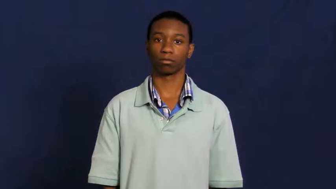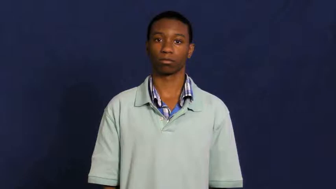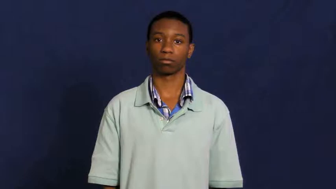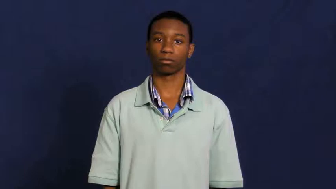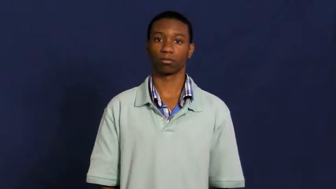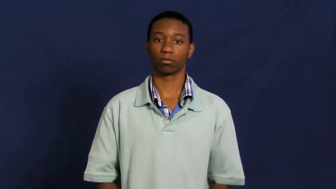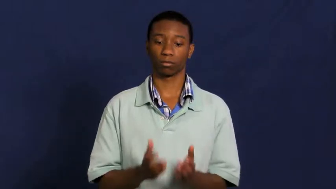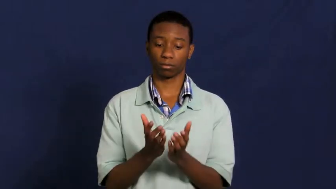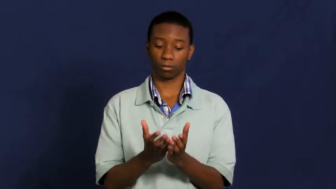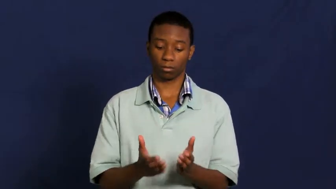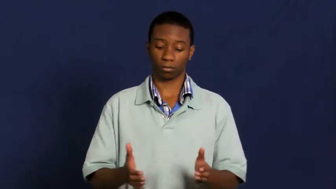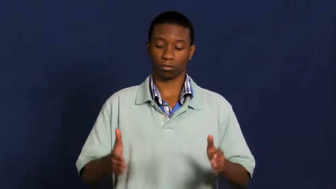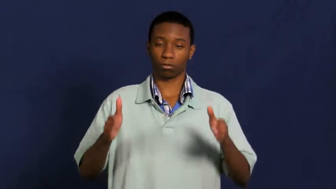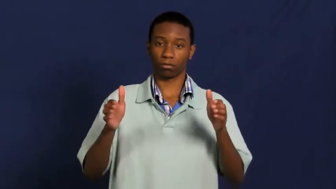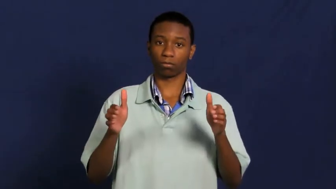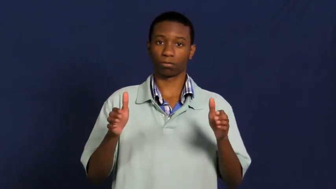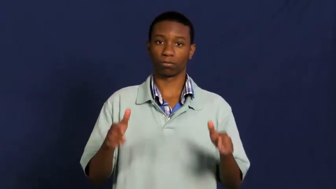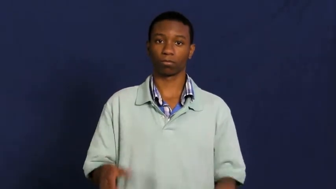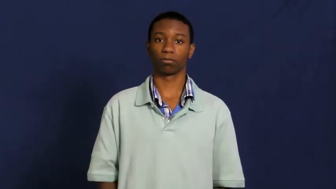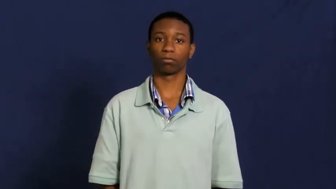crater